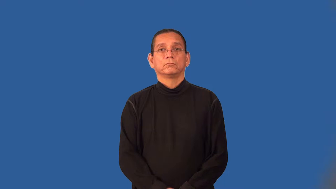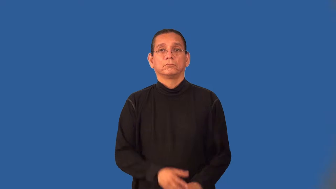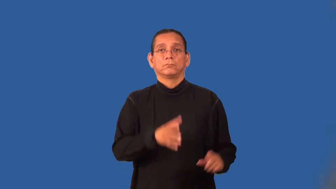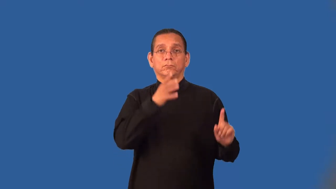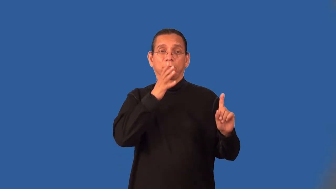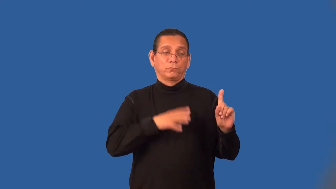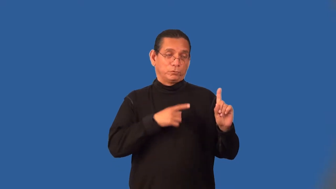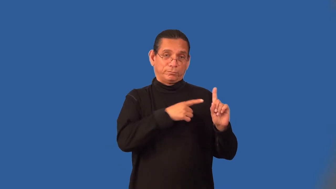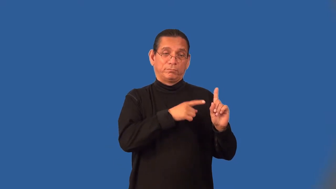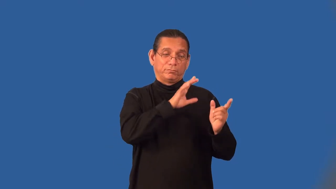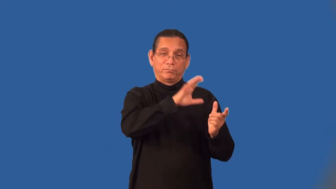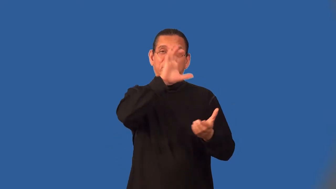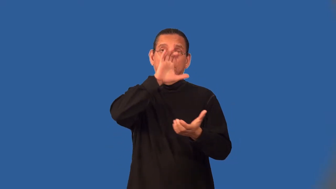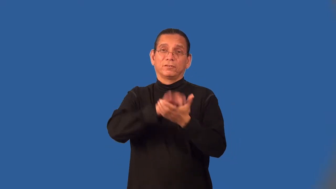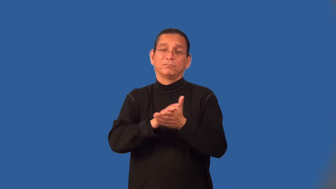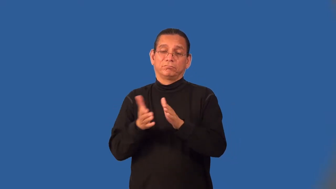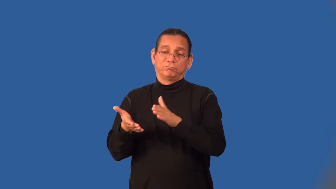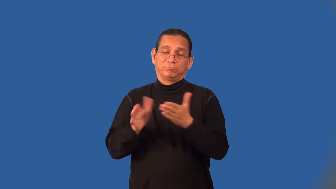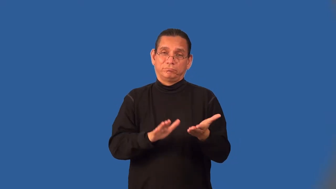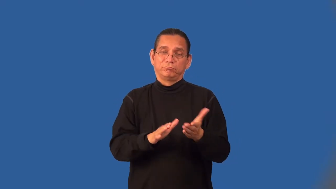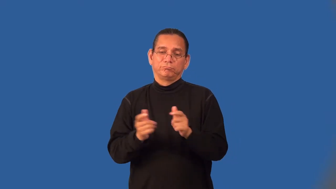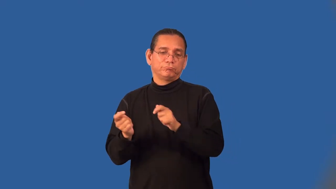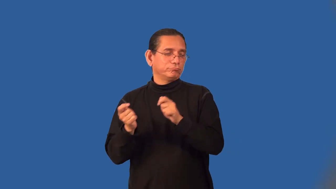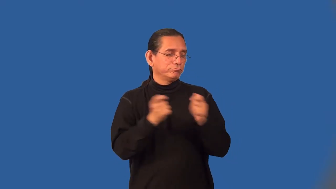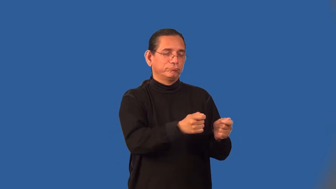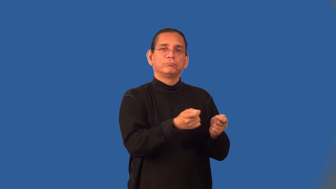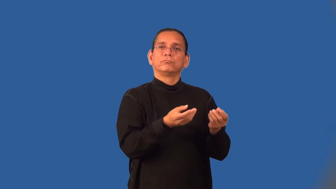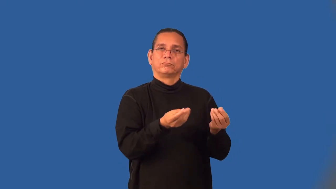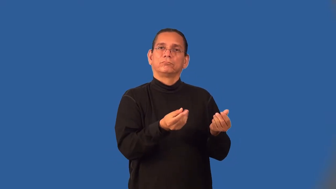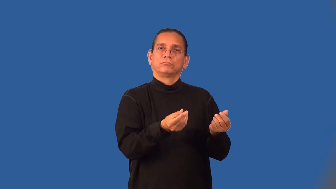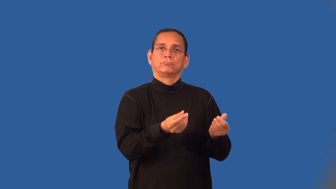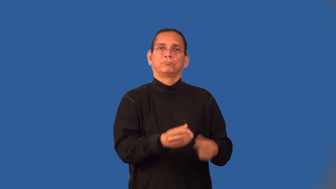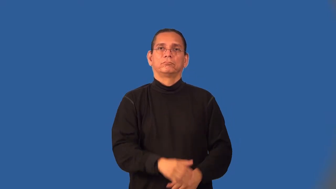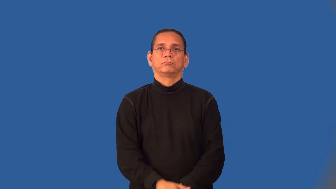dowager